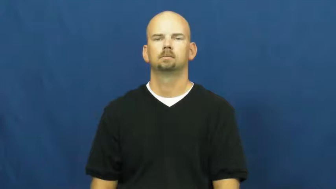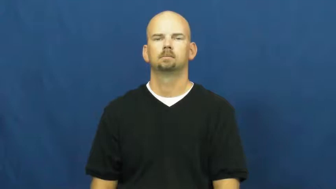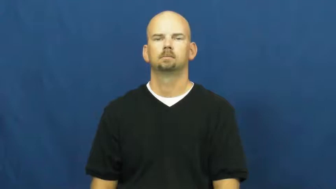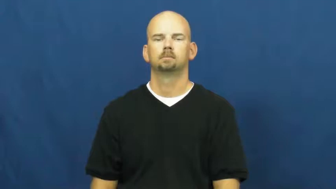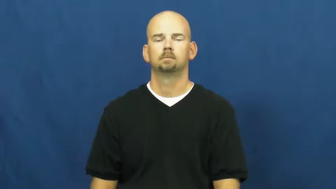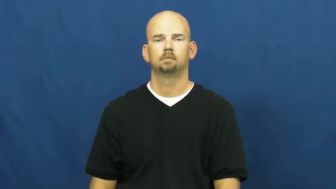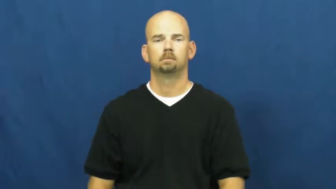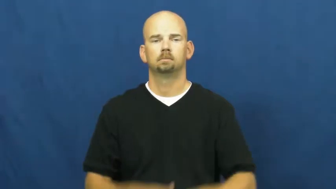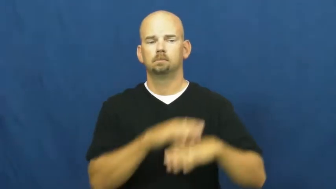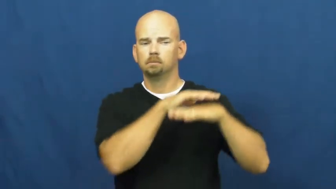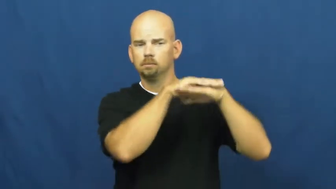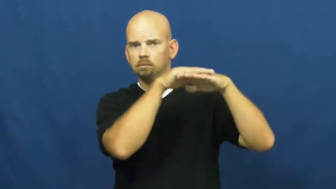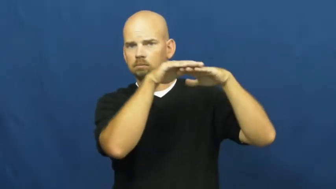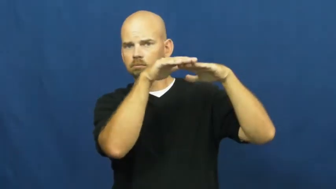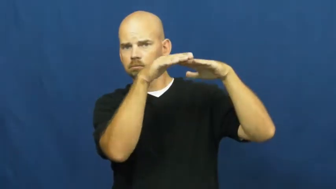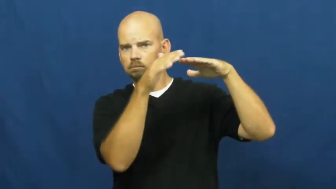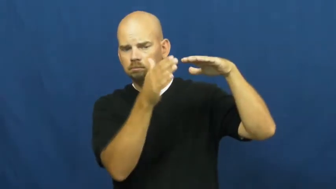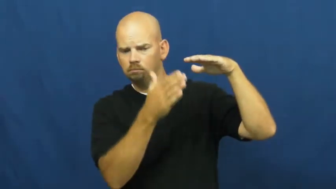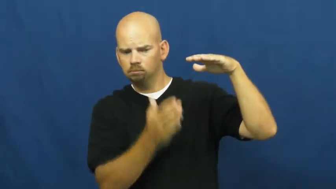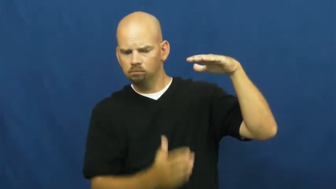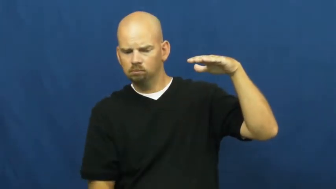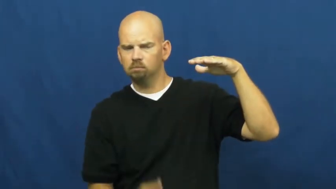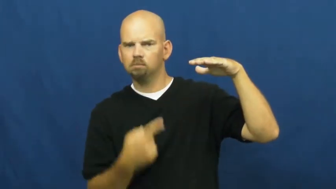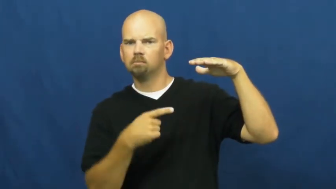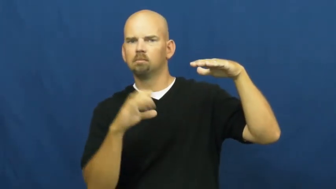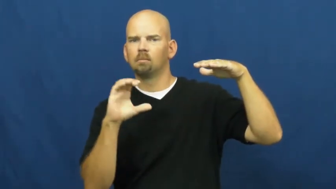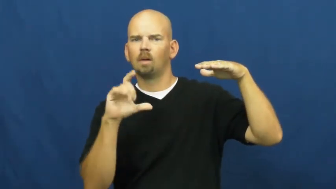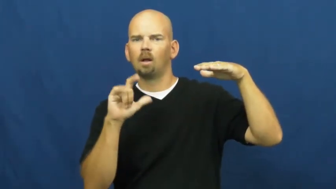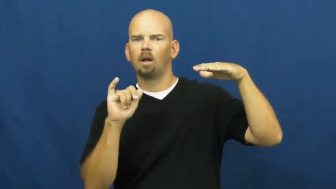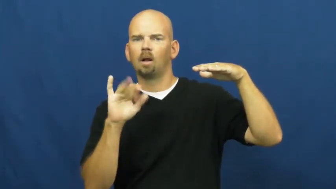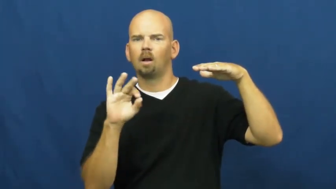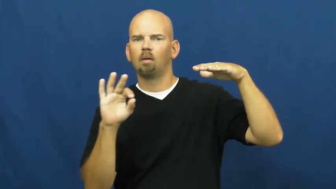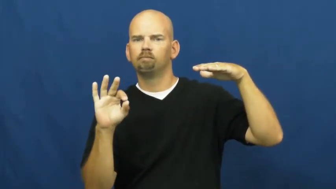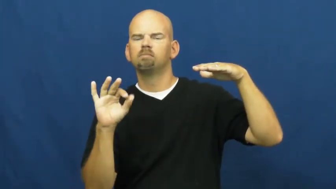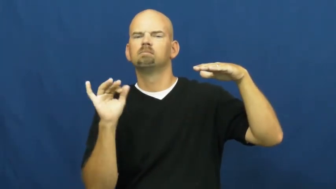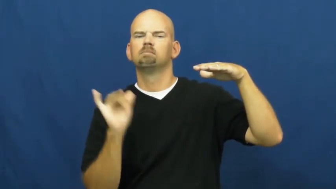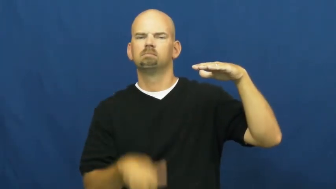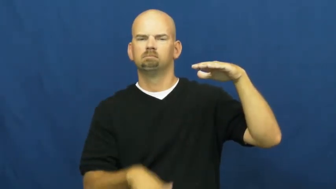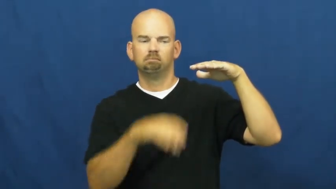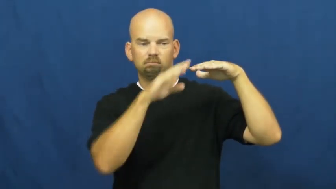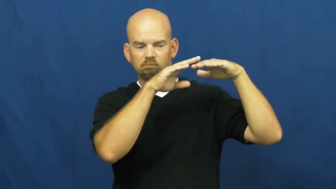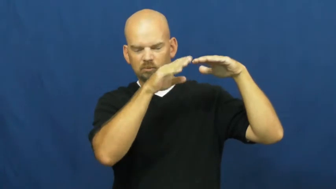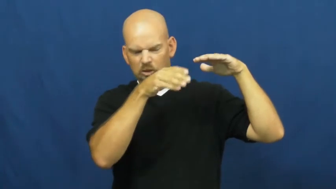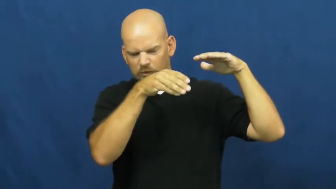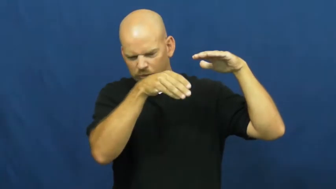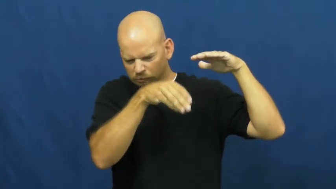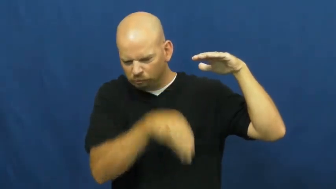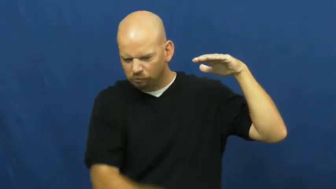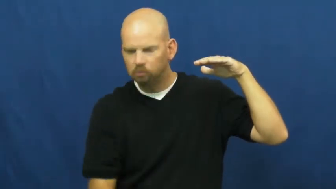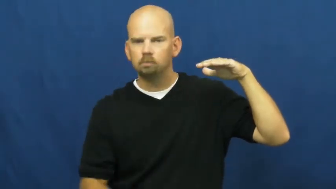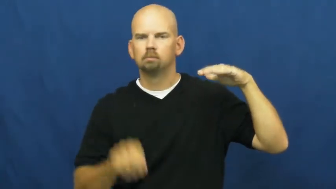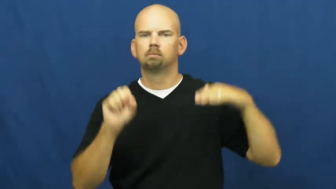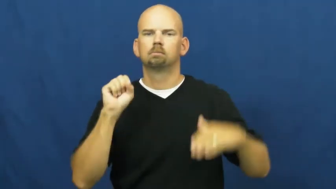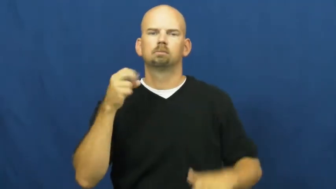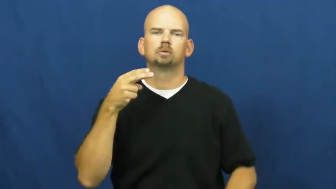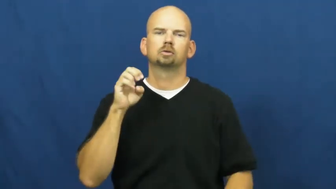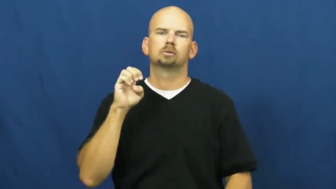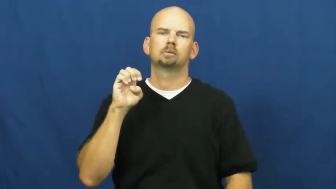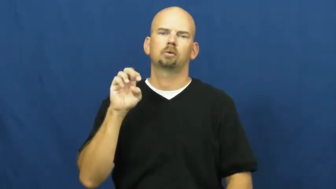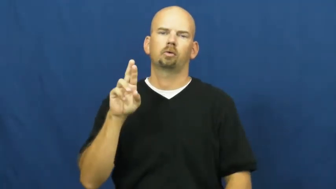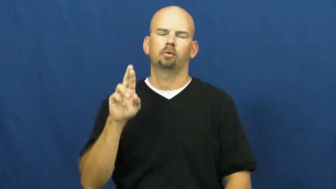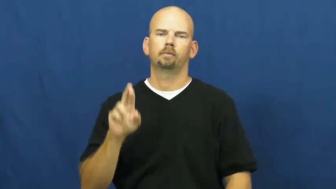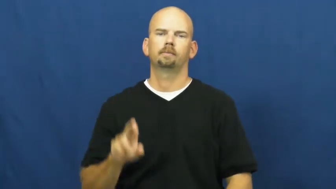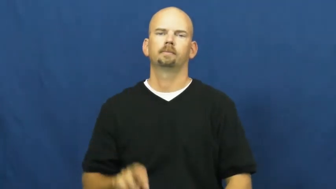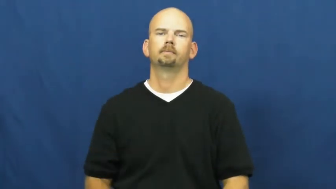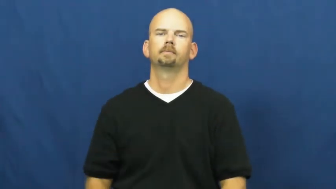sheer-cliff